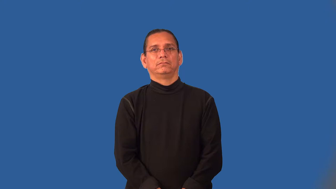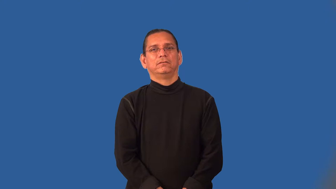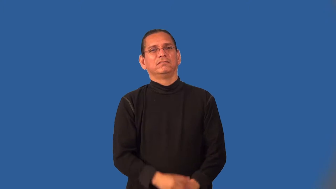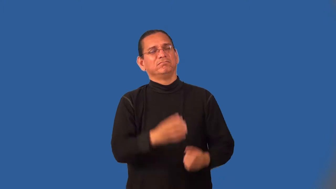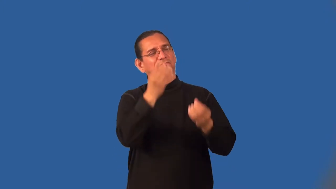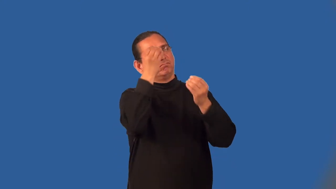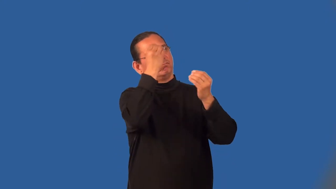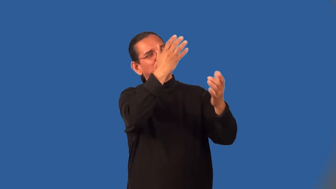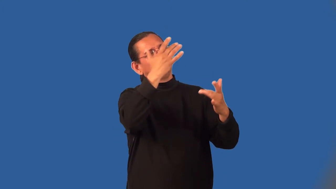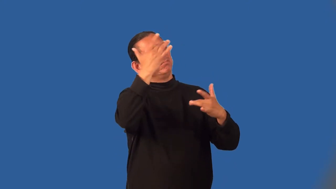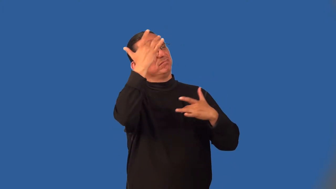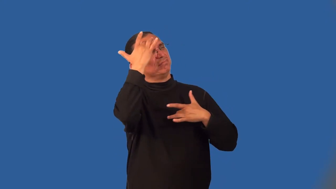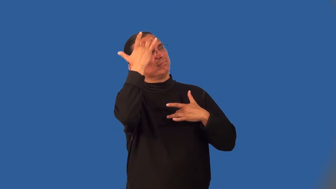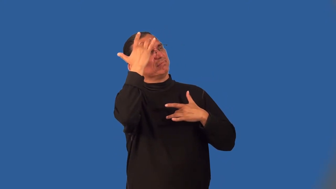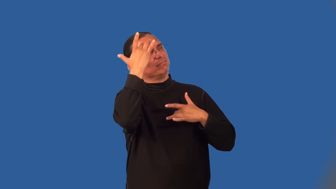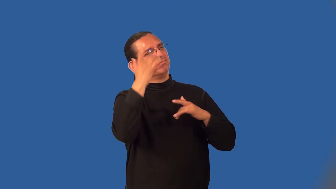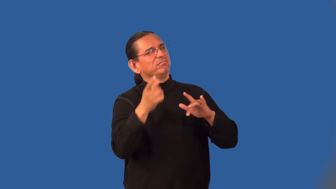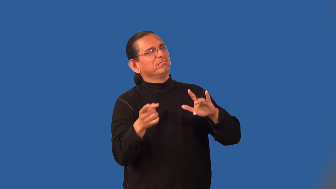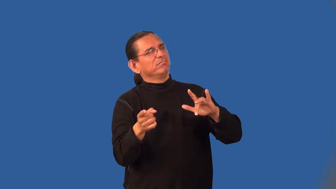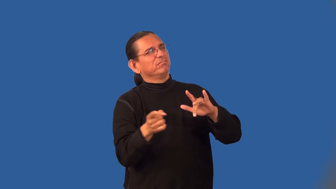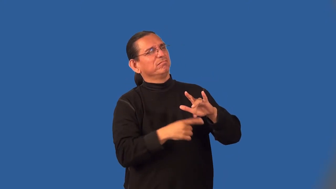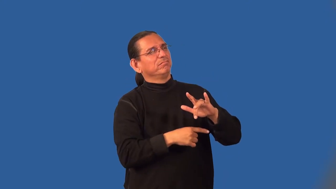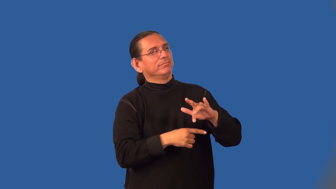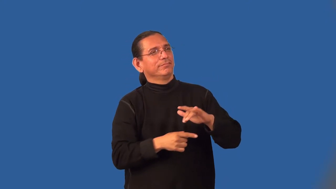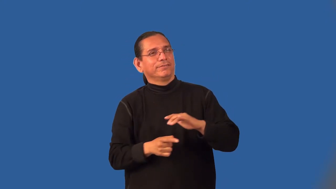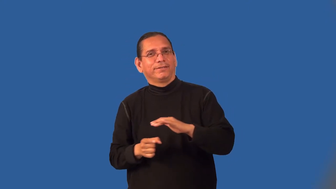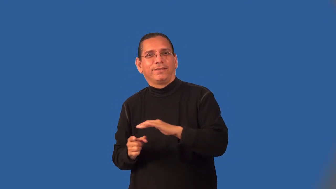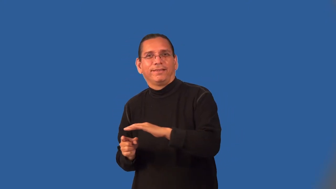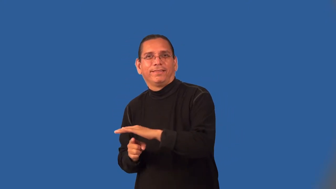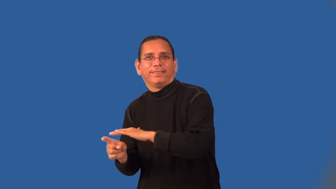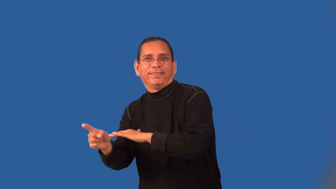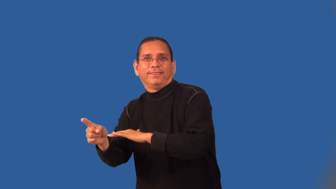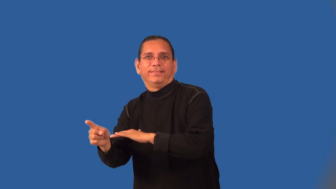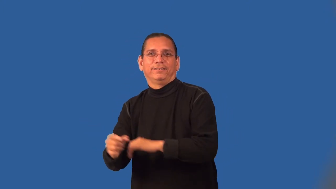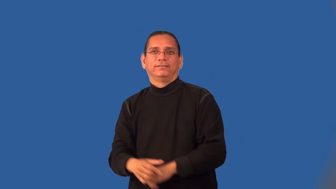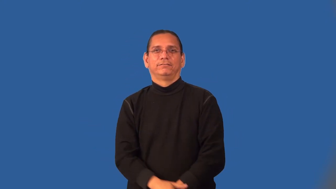malinger